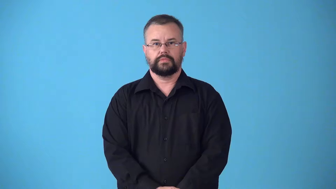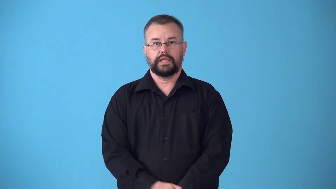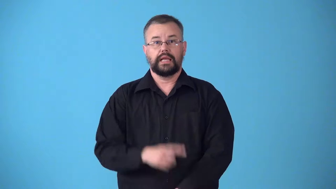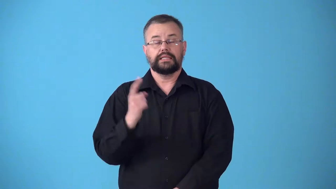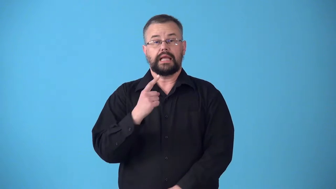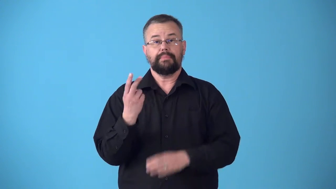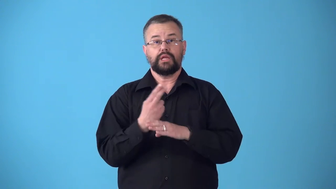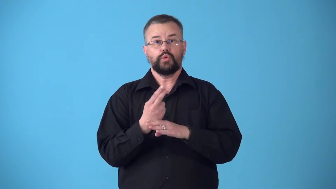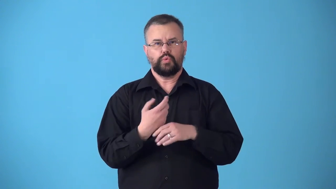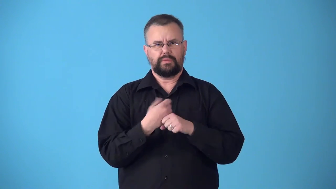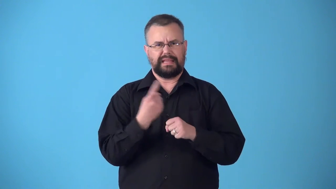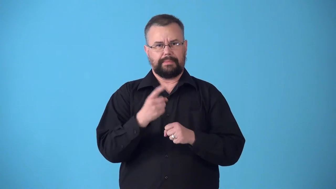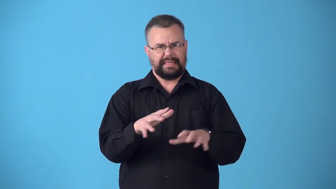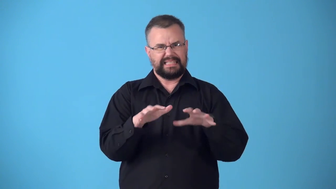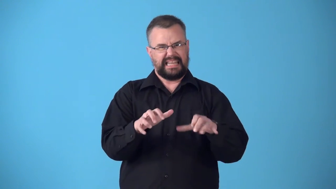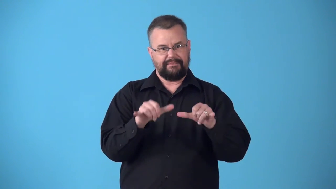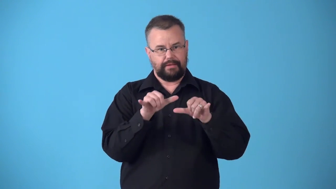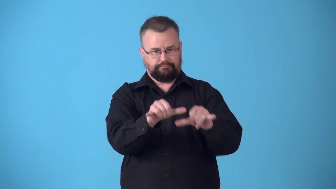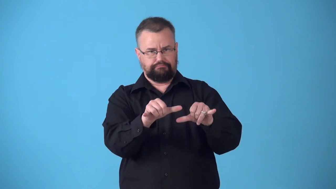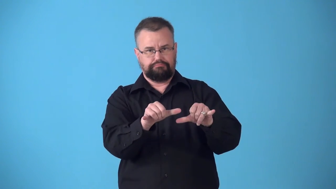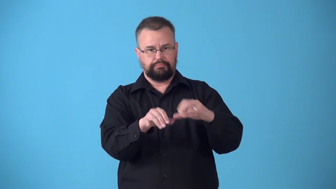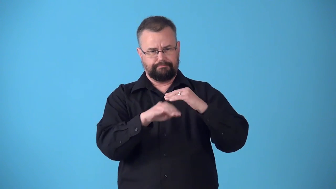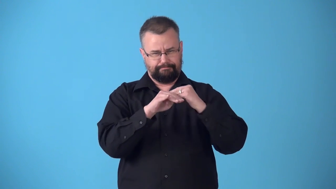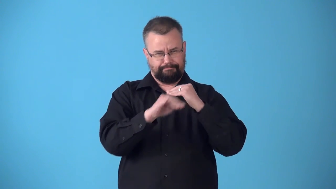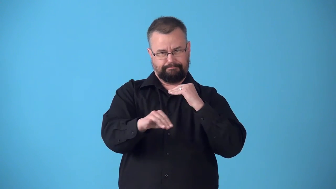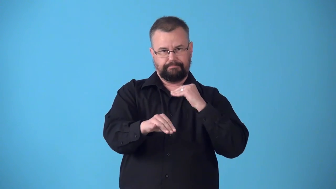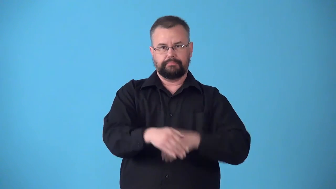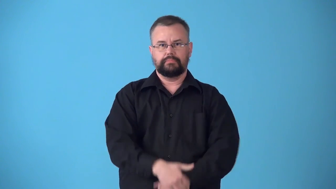stiffener